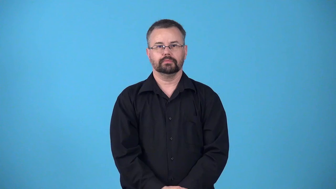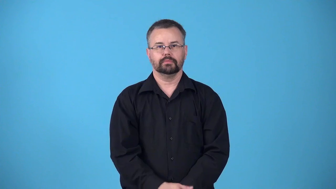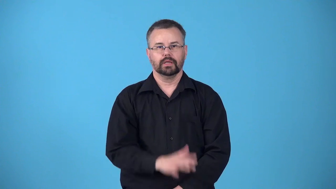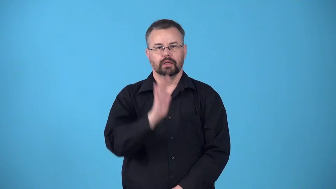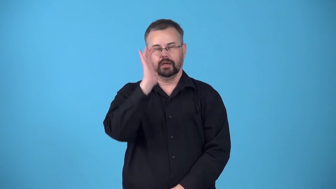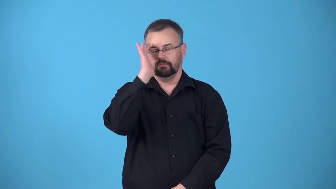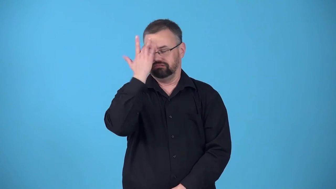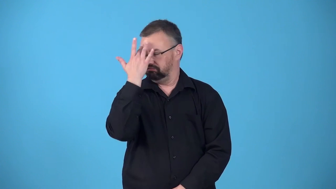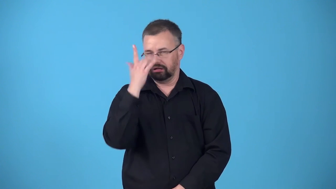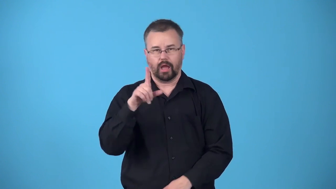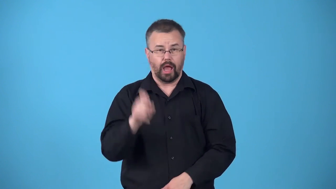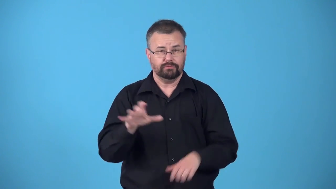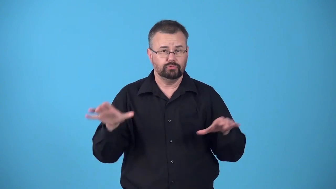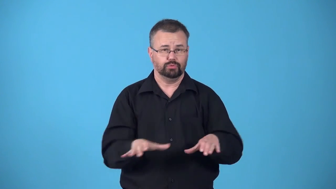begrudge-annoyed because you must do something